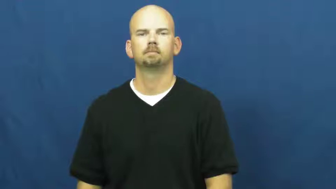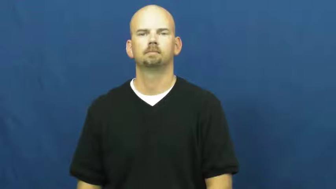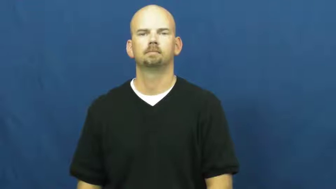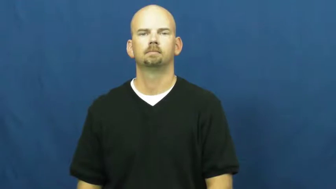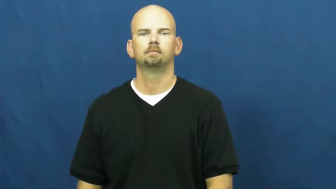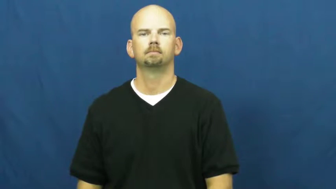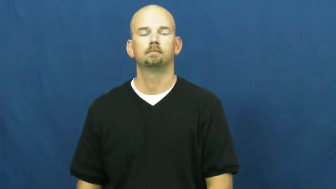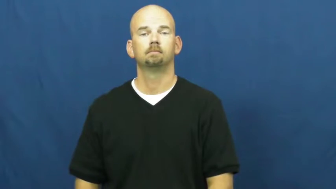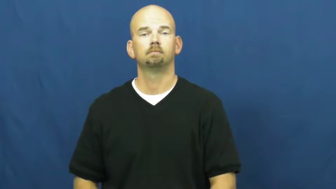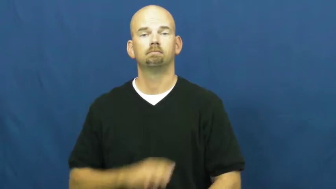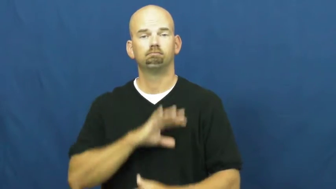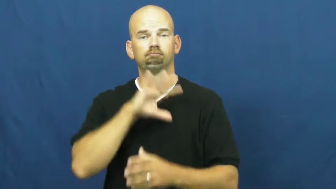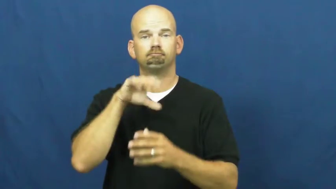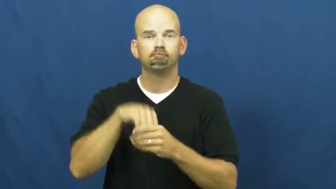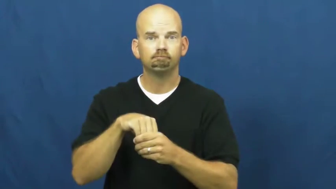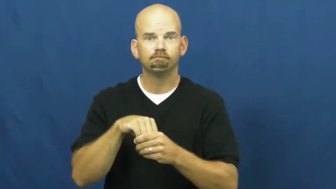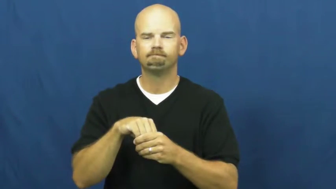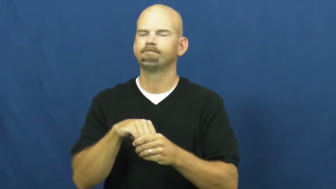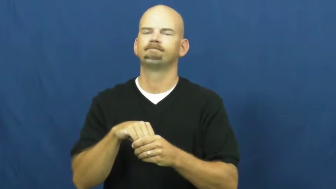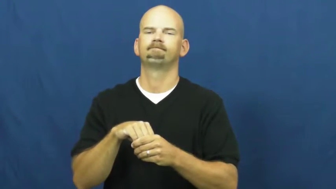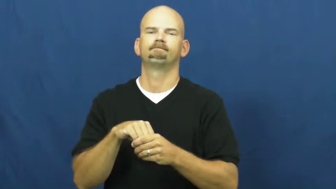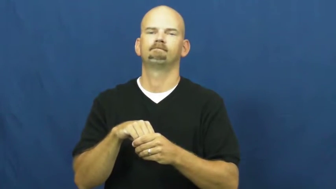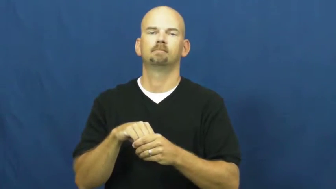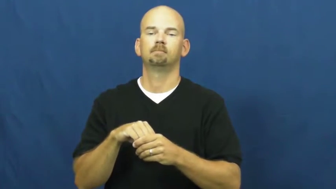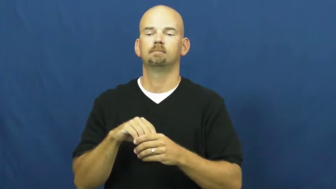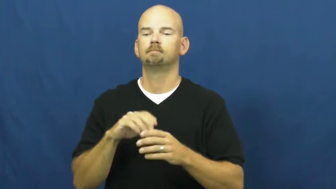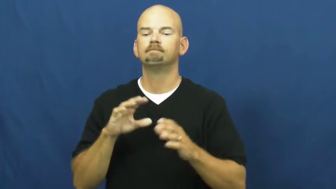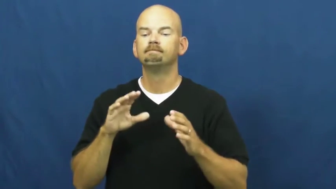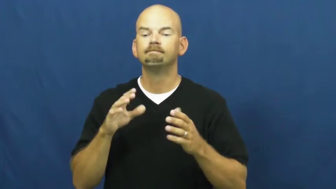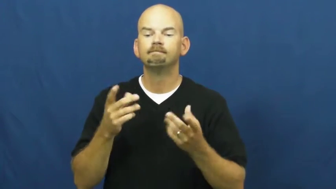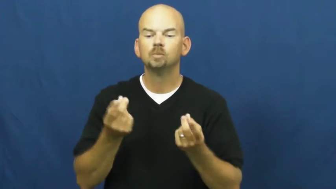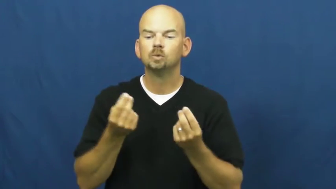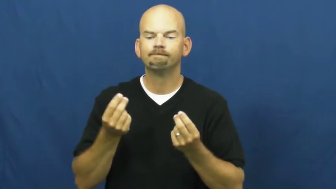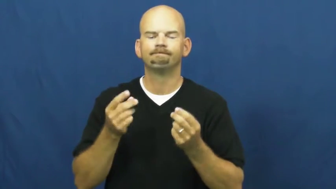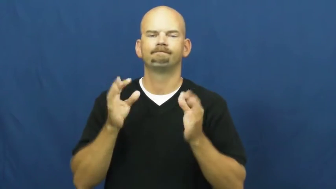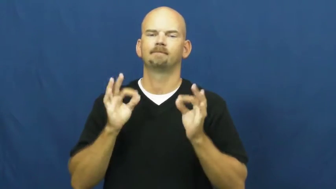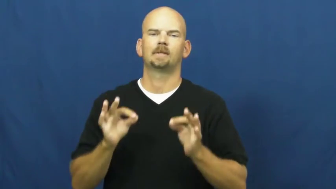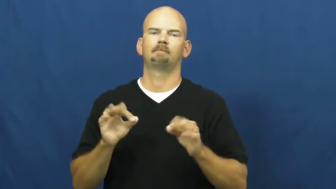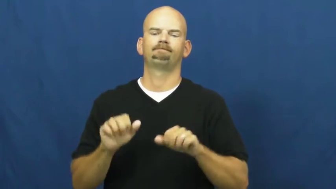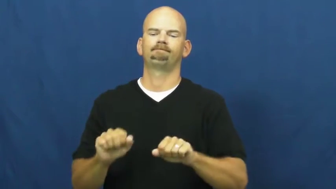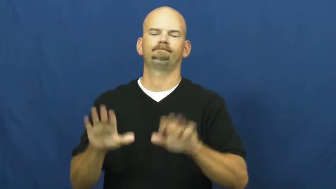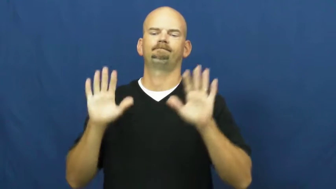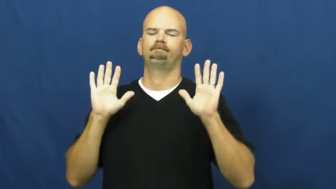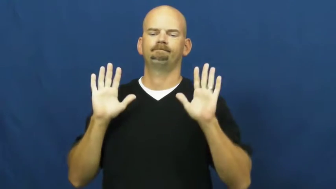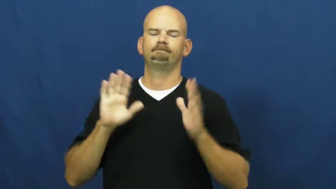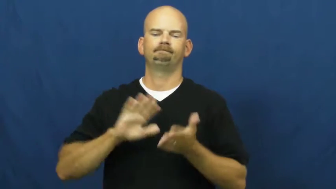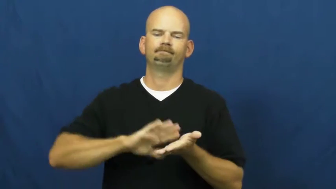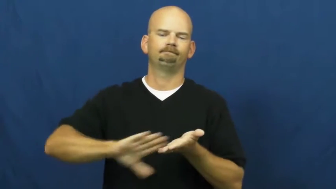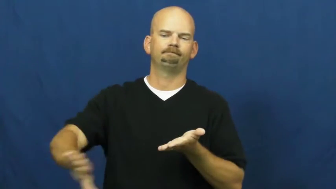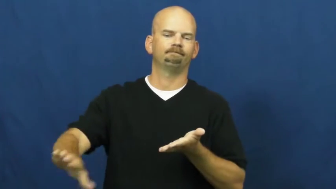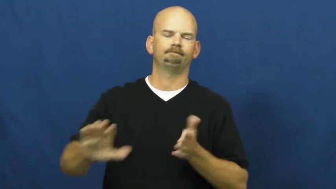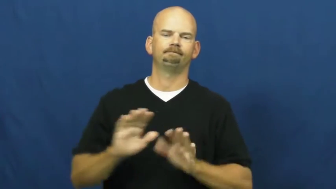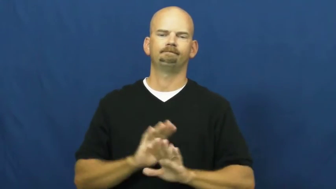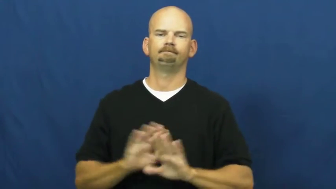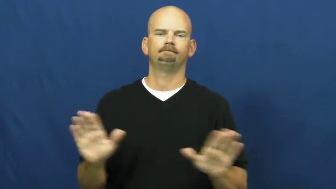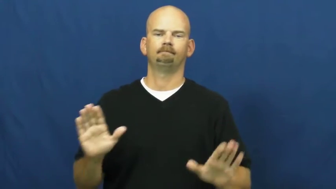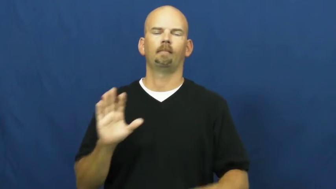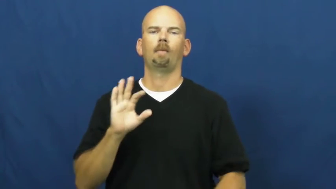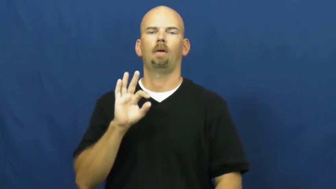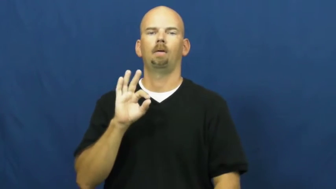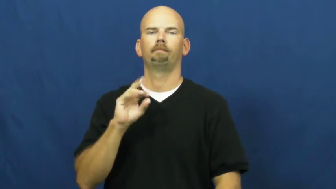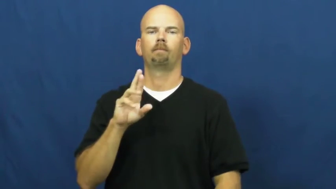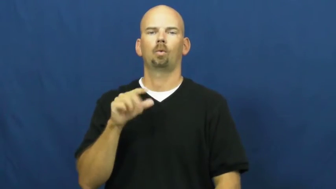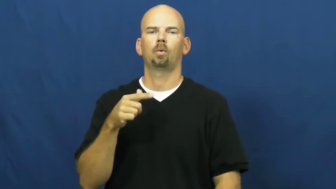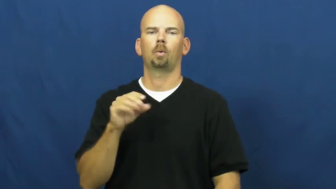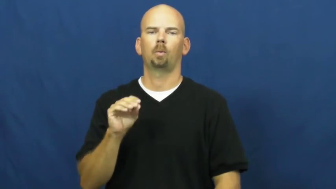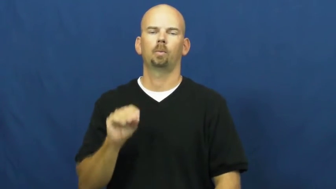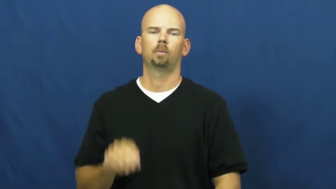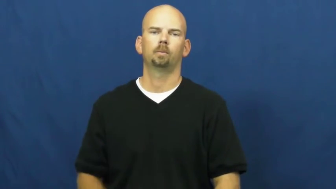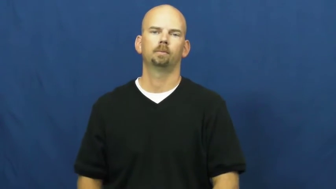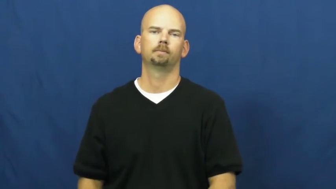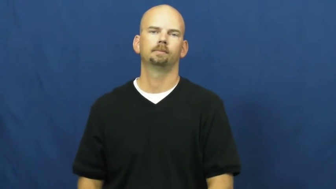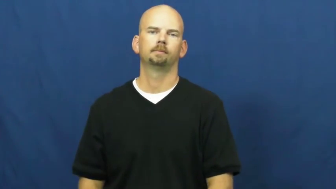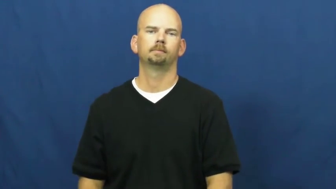forgo,dispense with